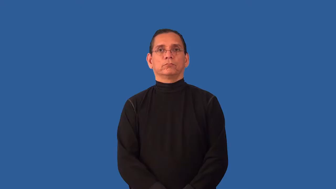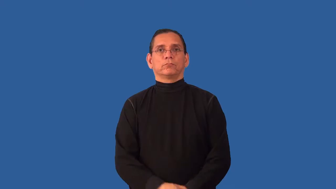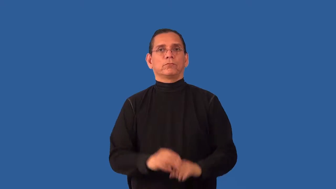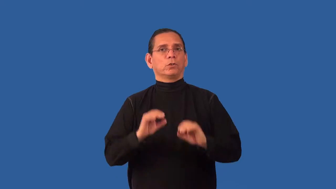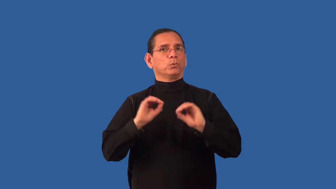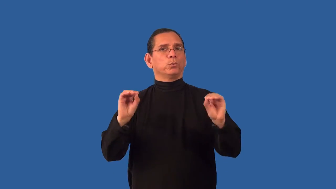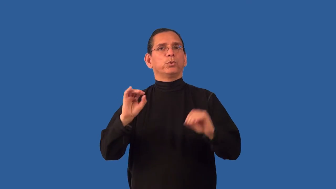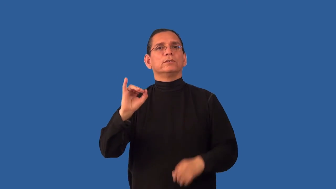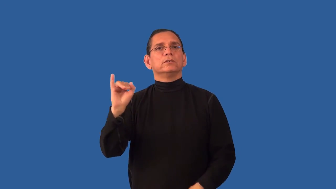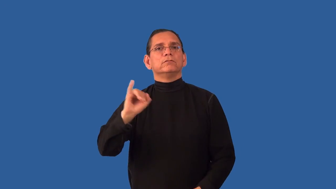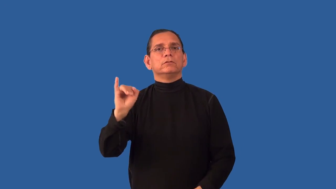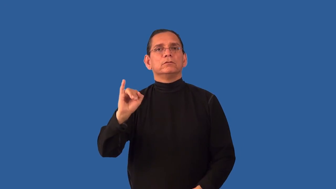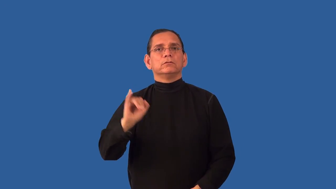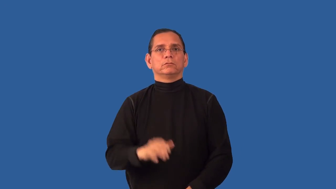uninfected